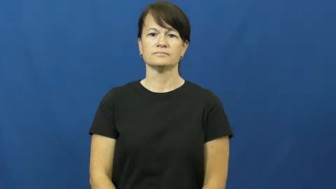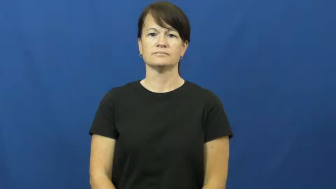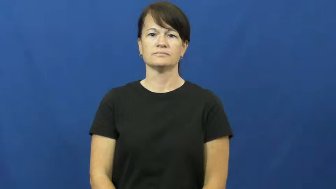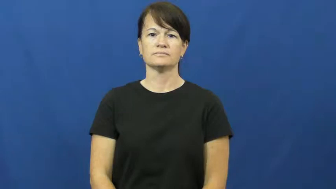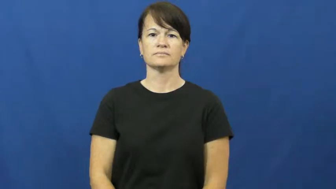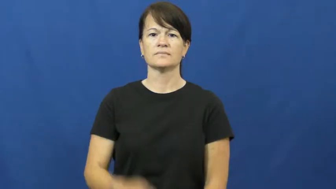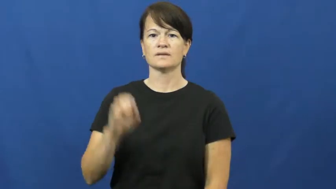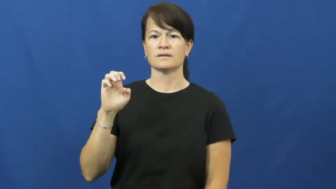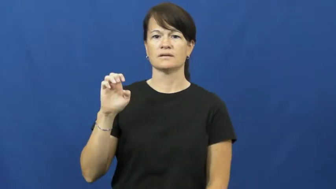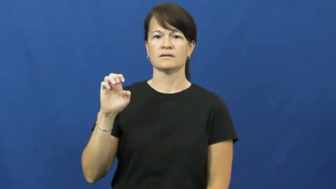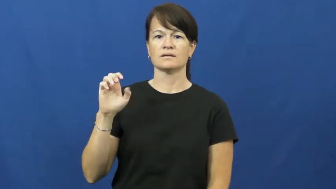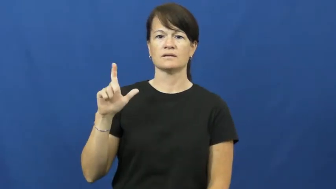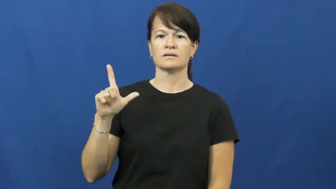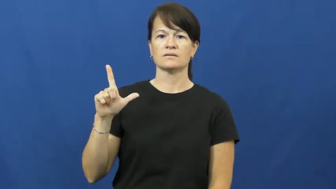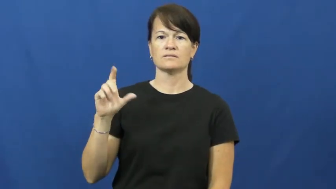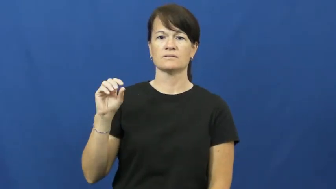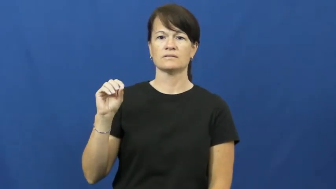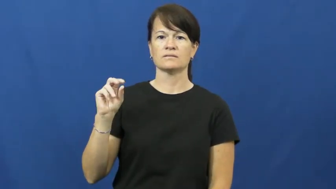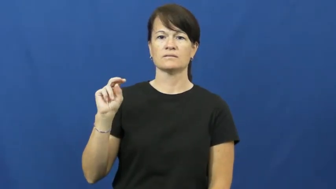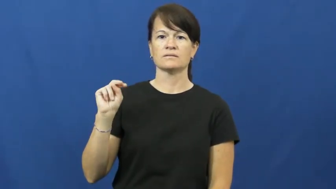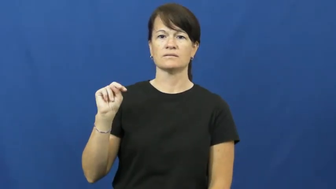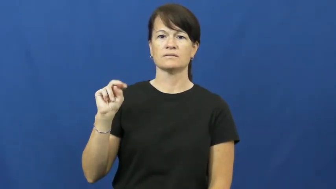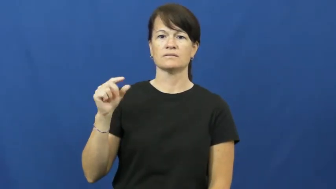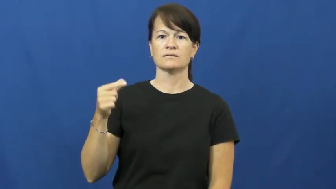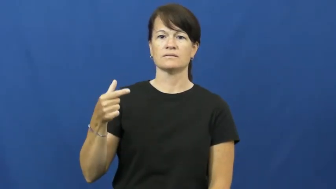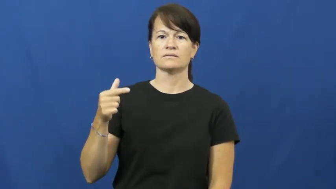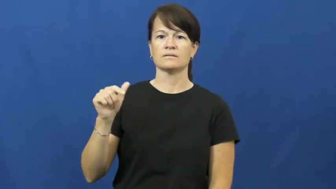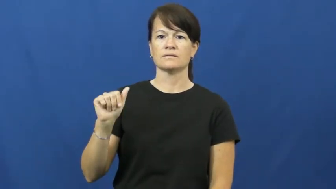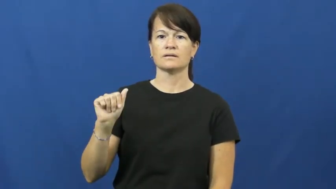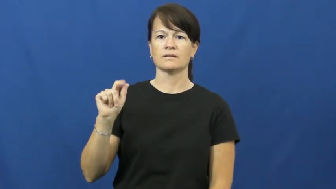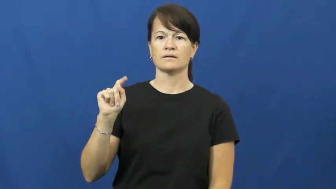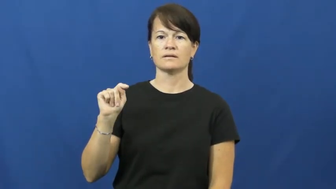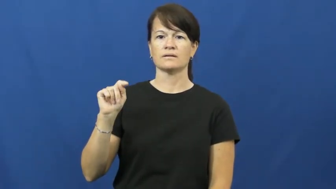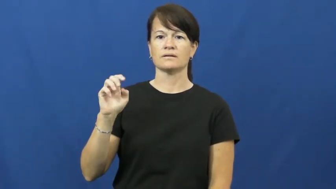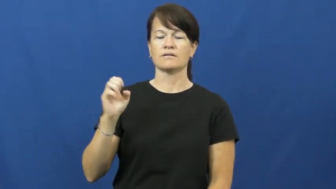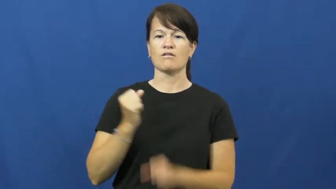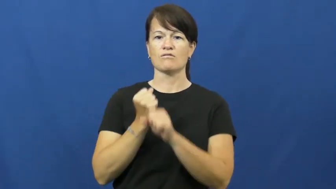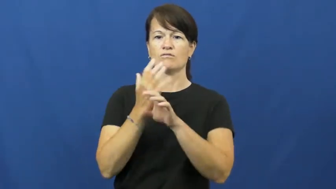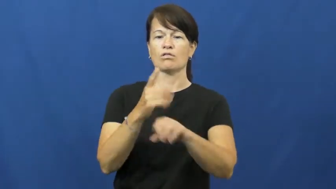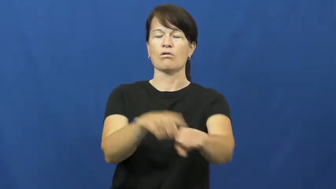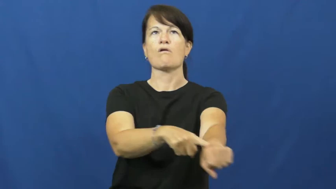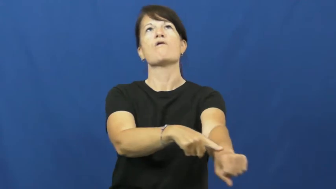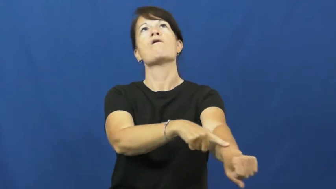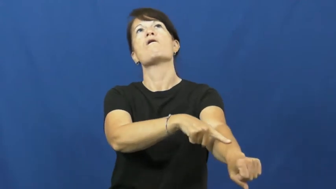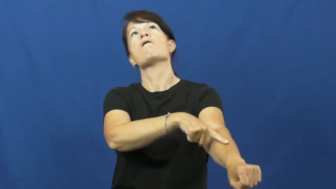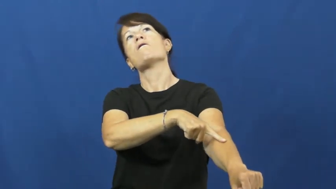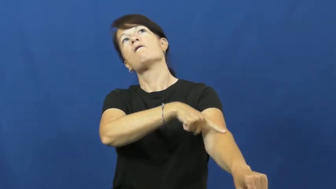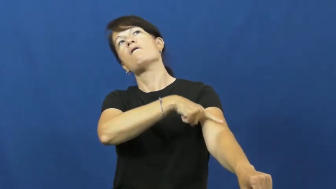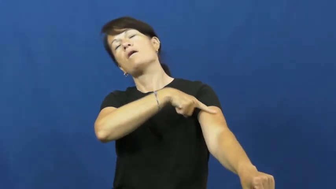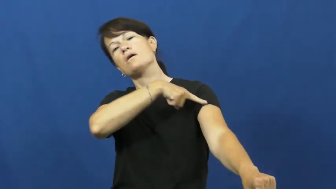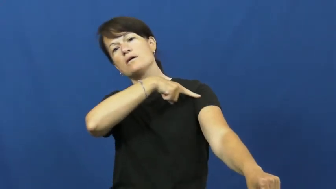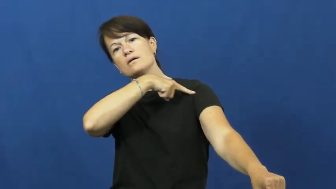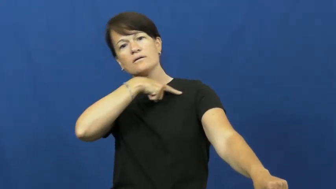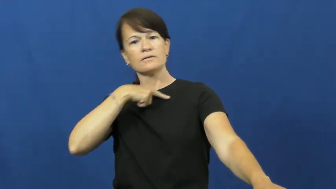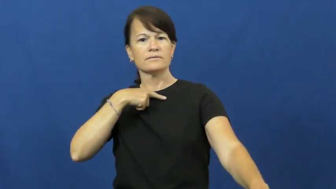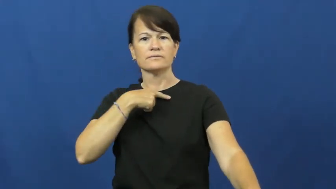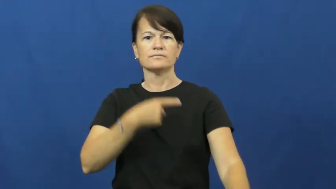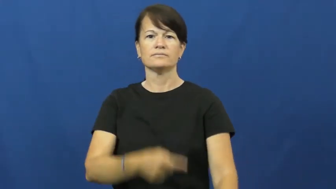elongate